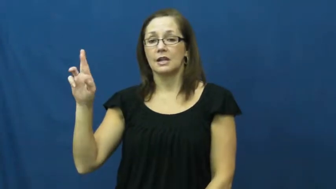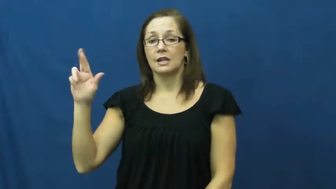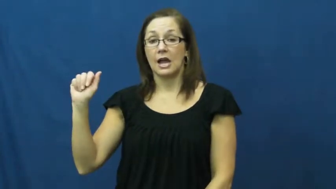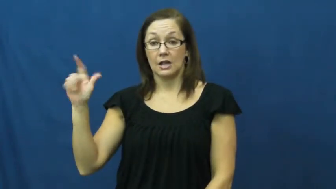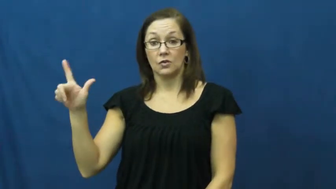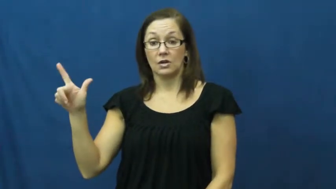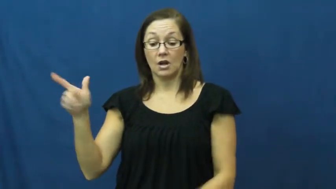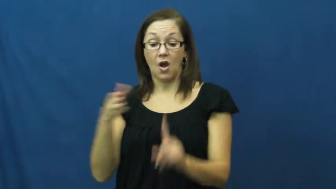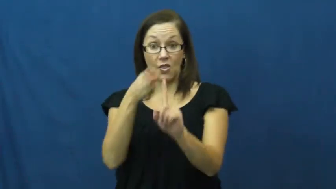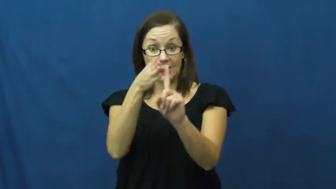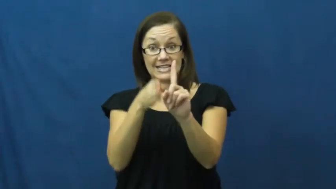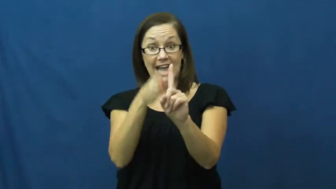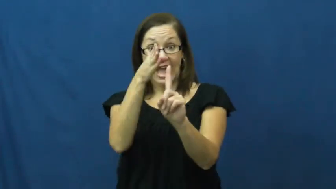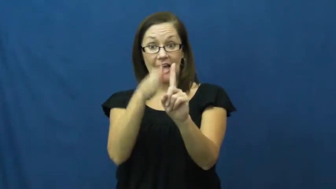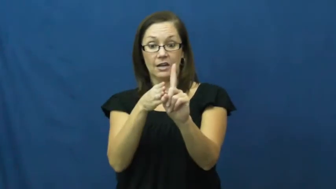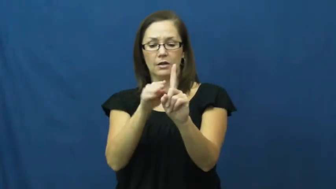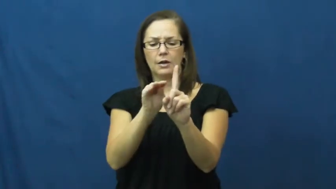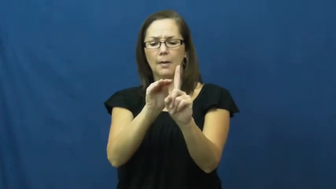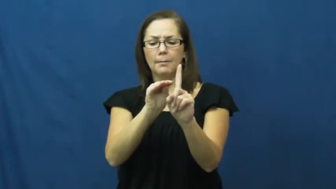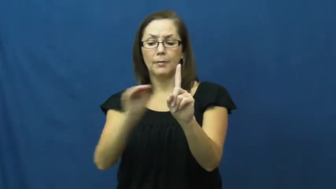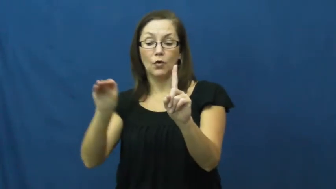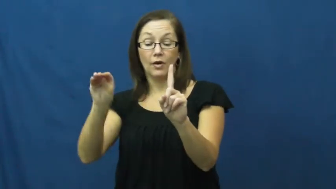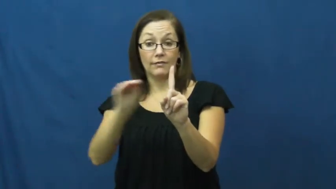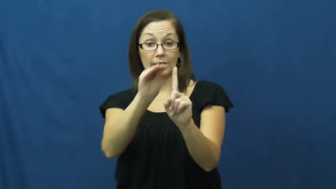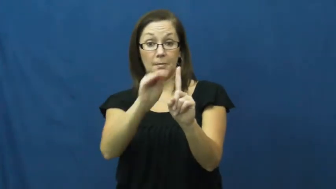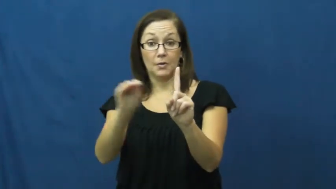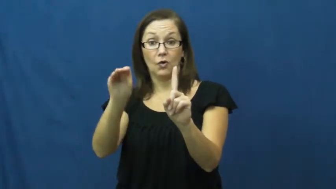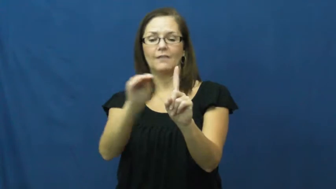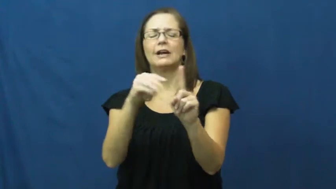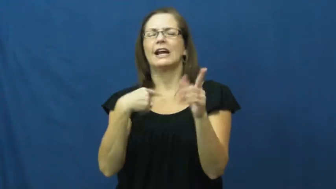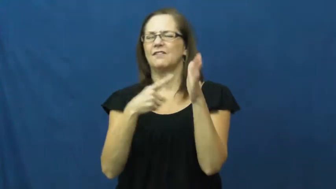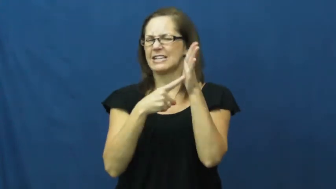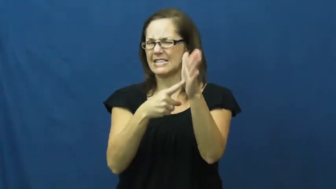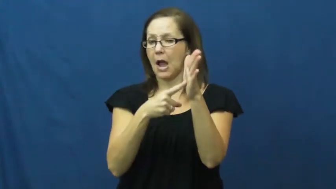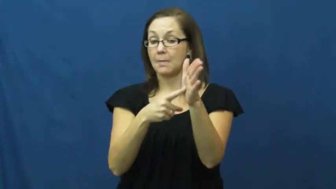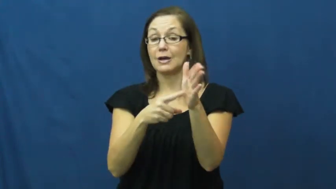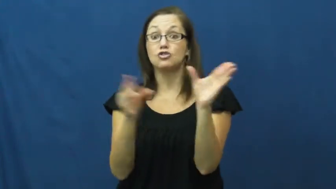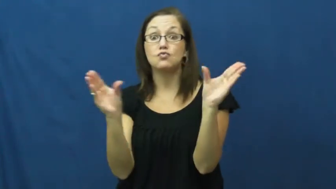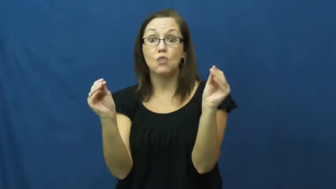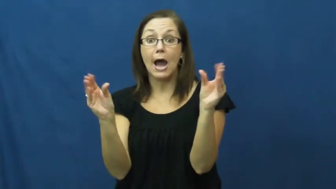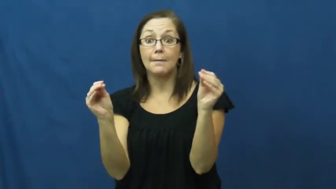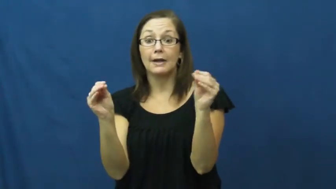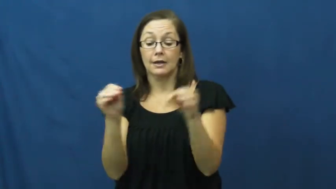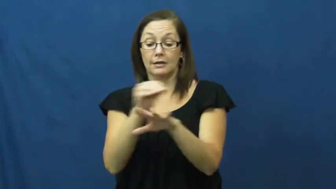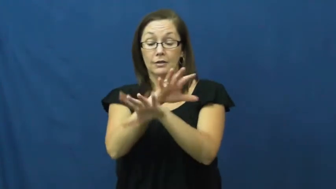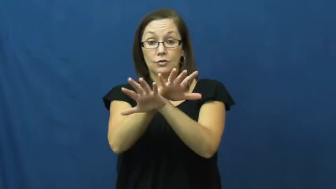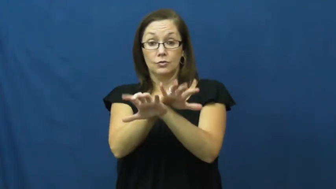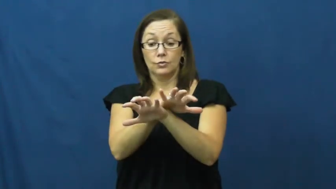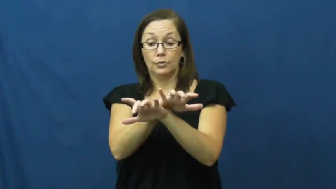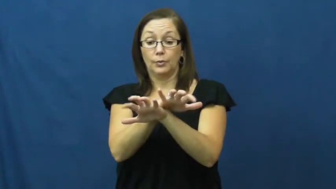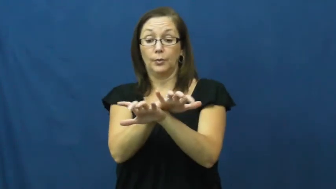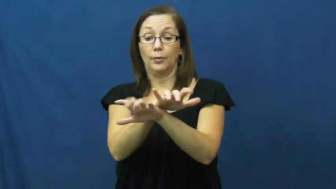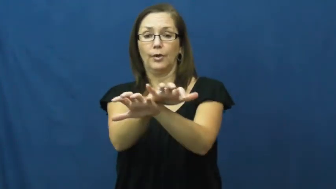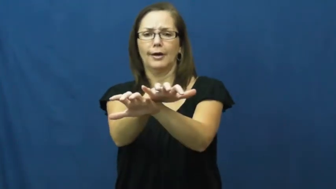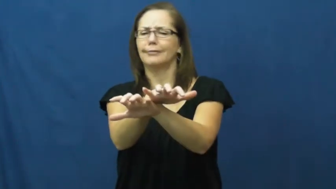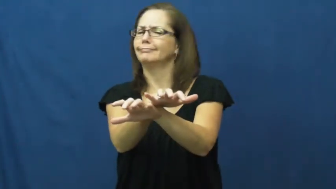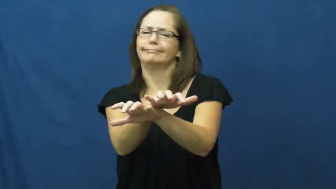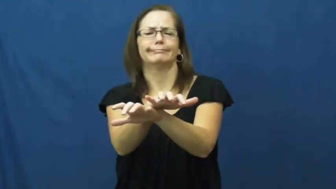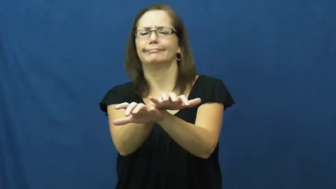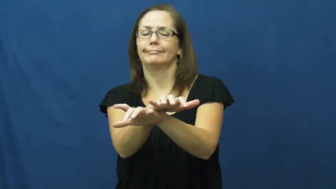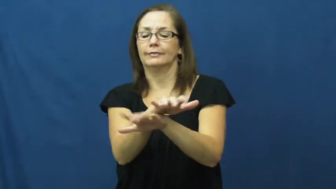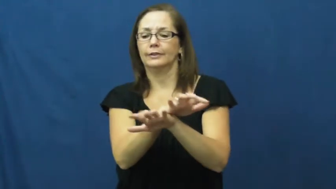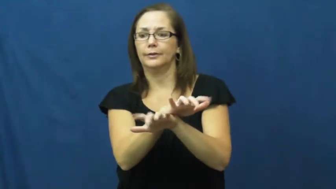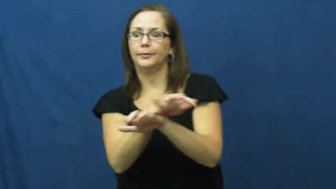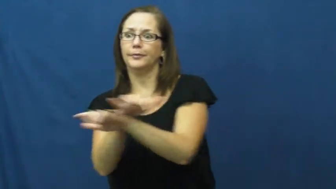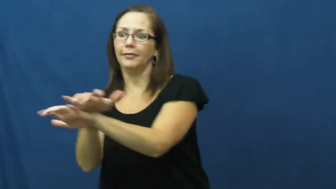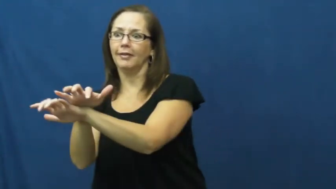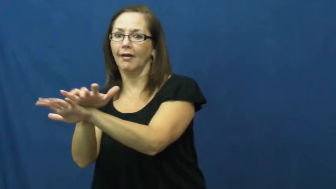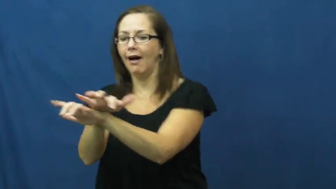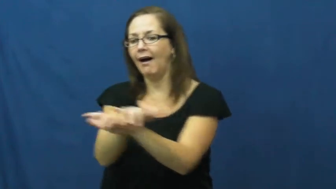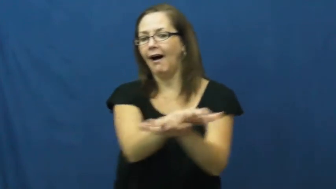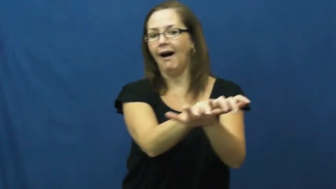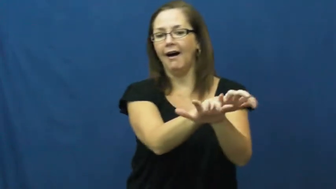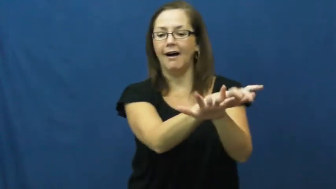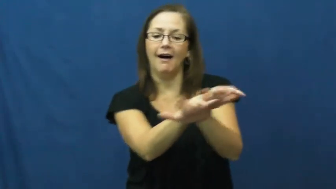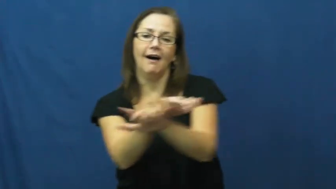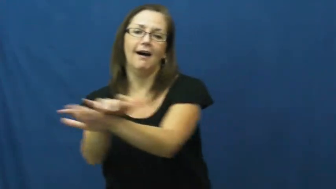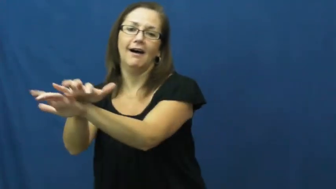lateral-side